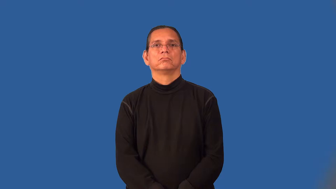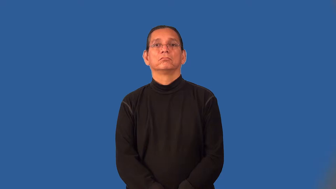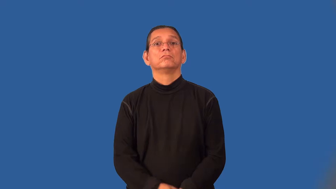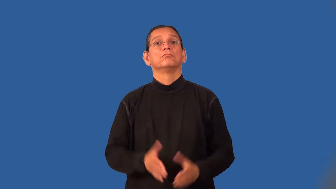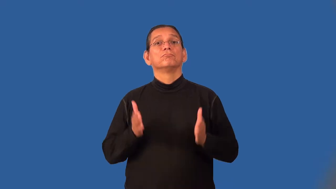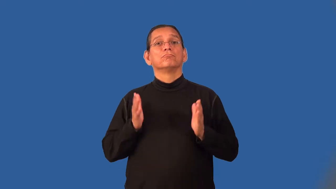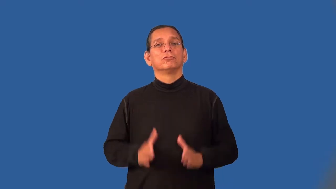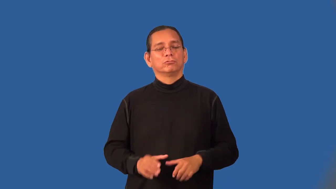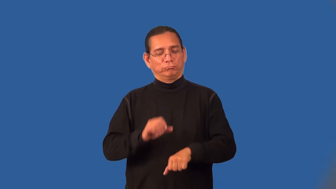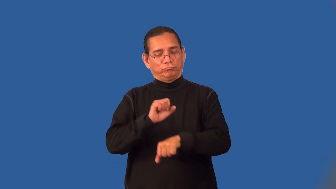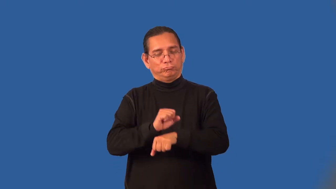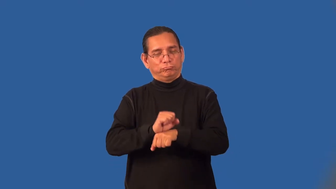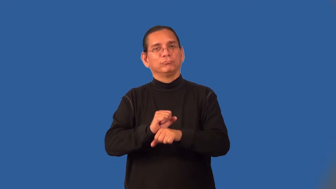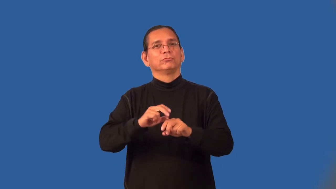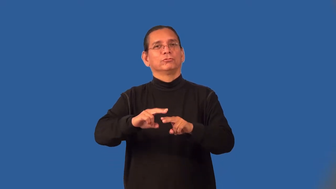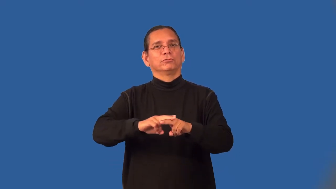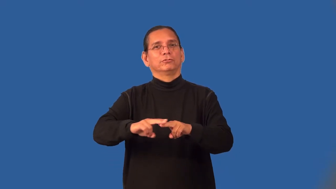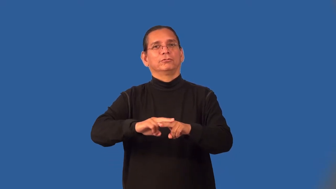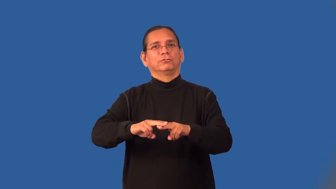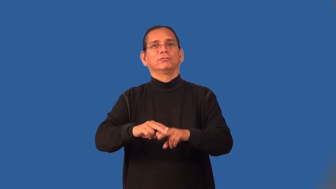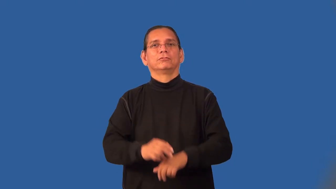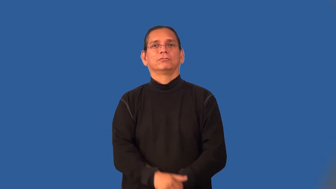trainman